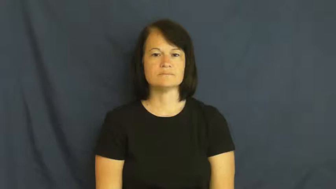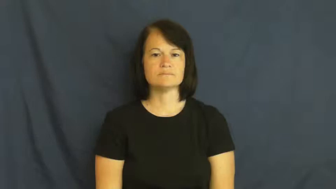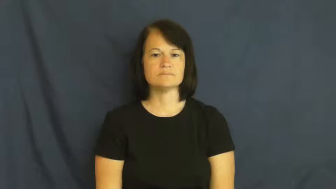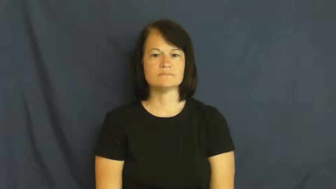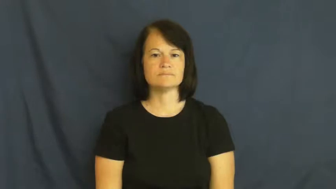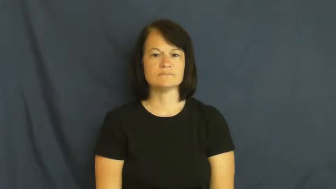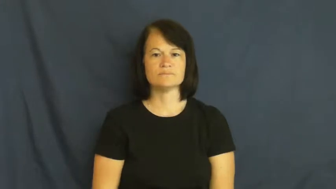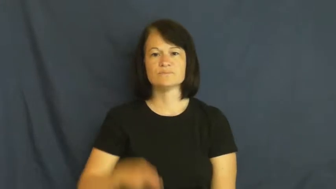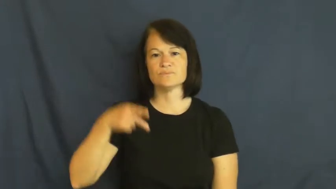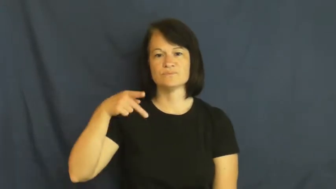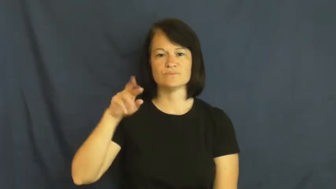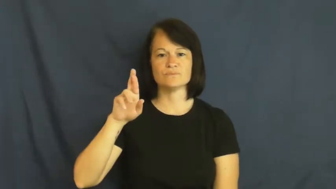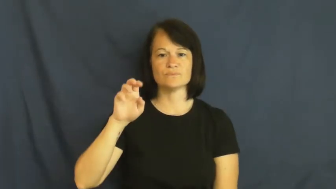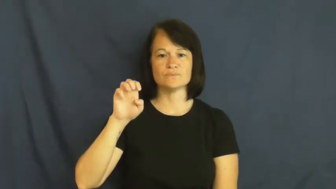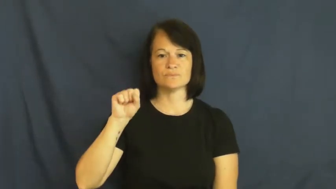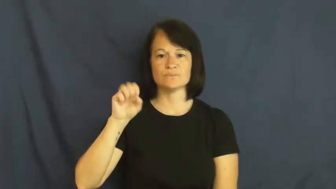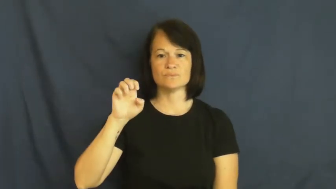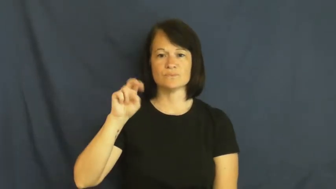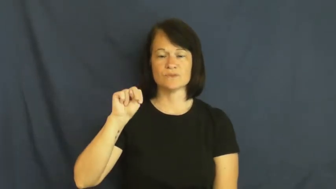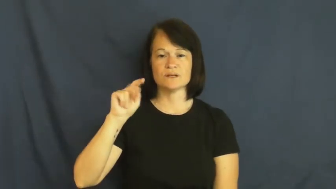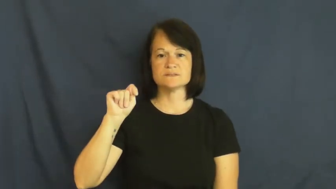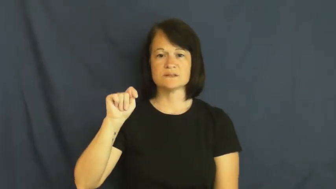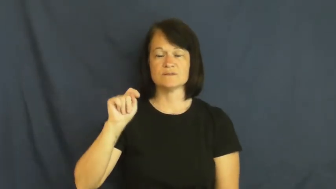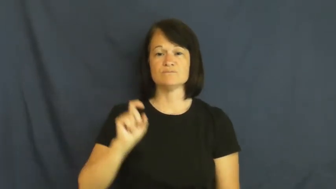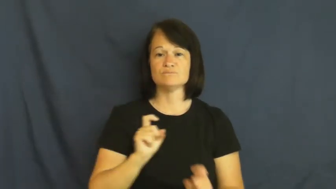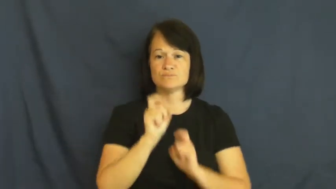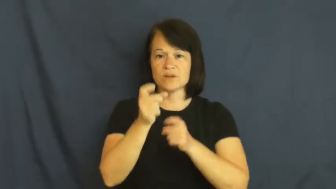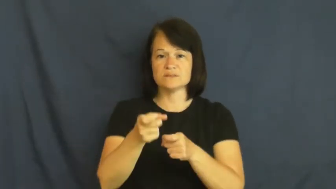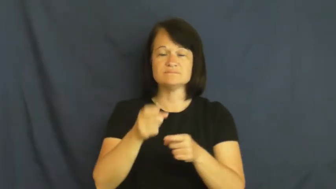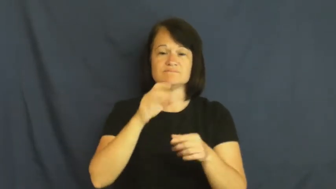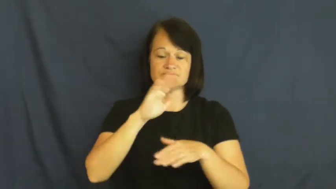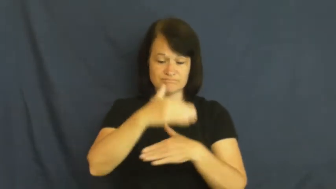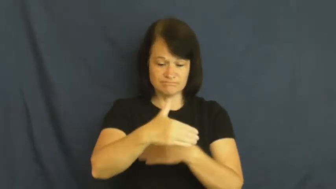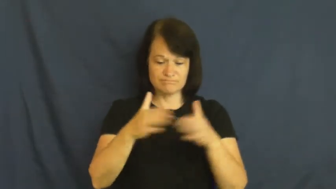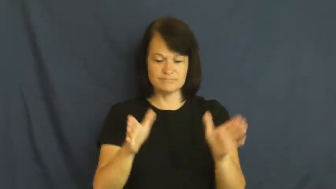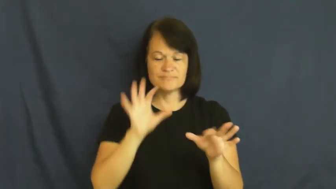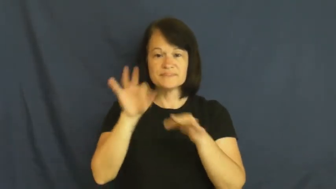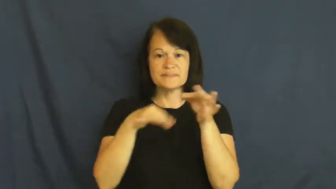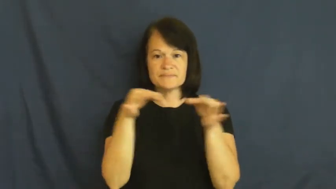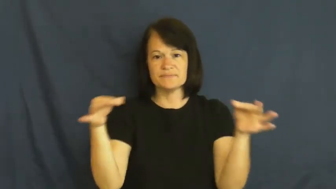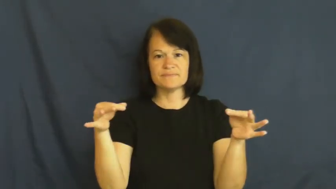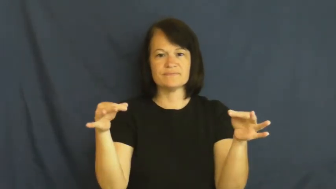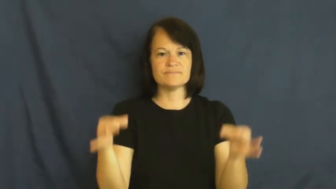present-gift